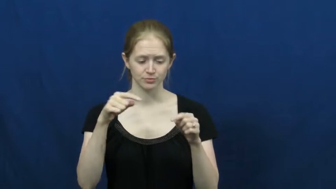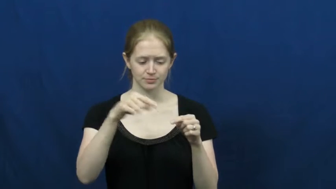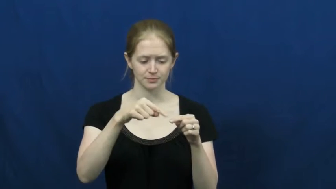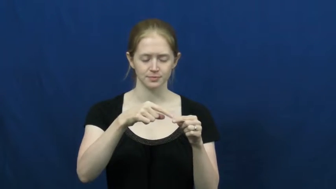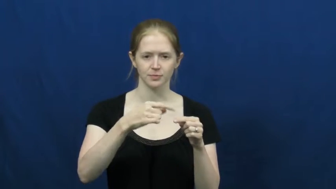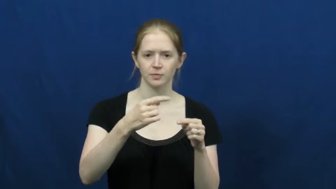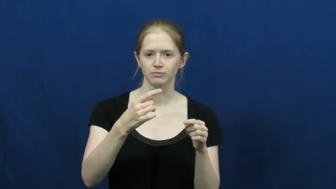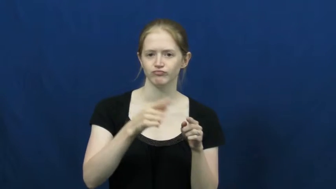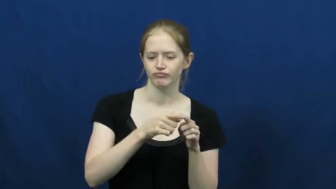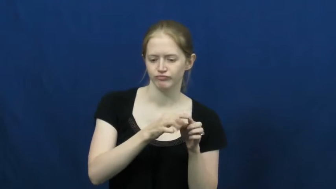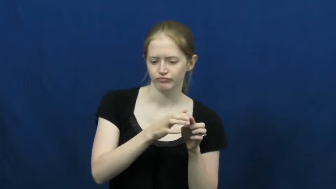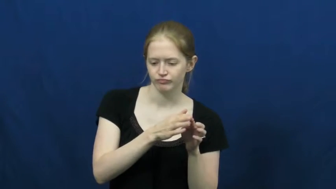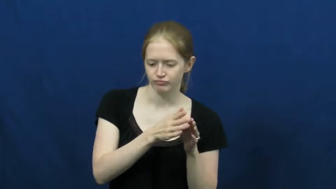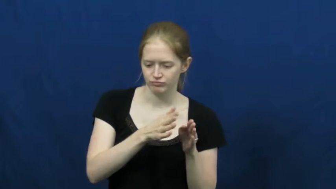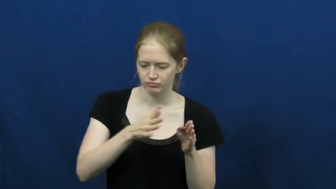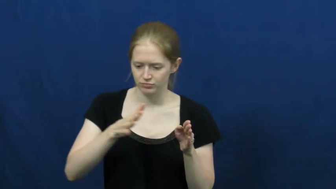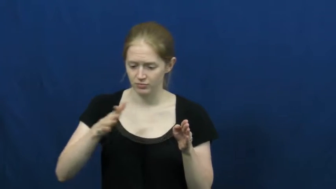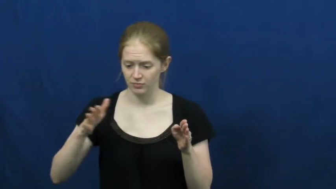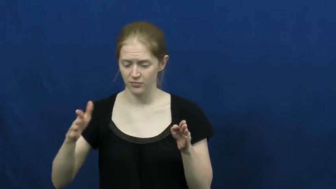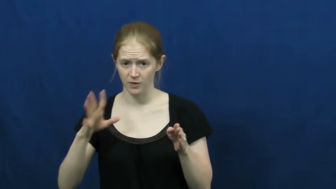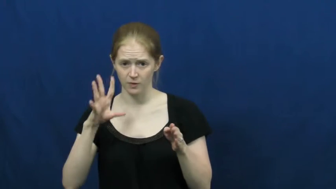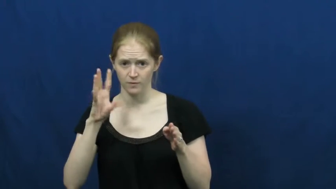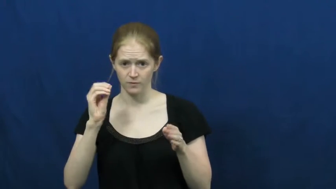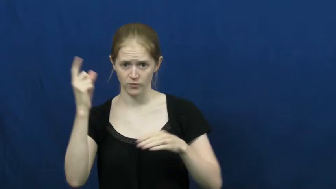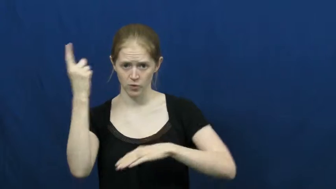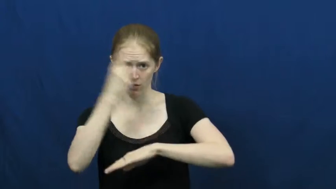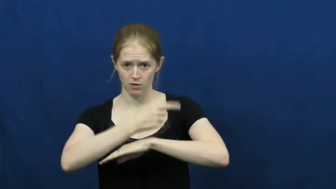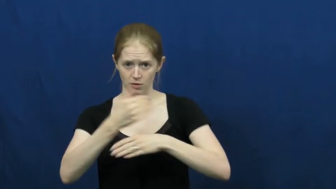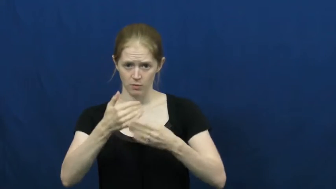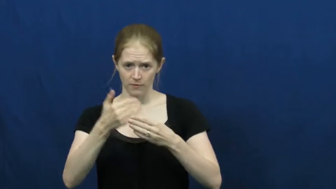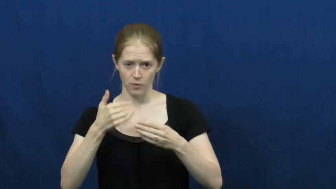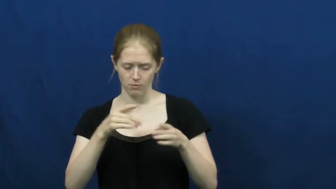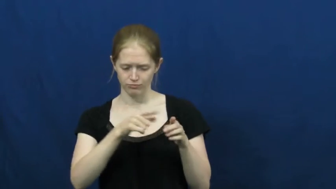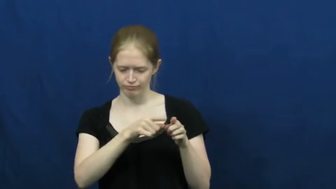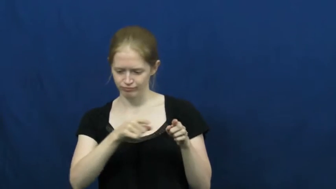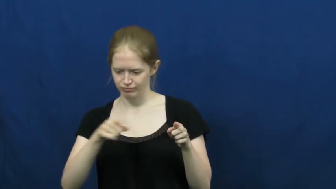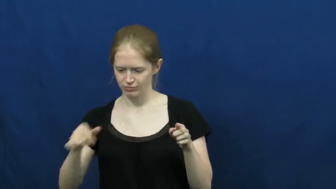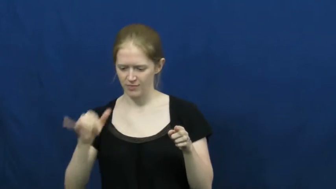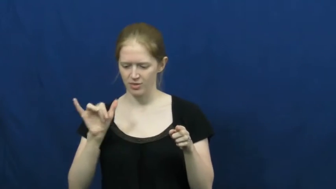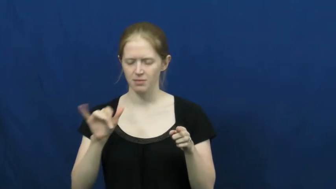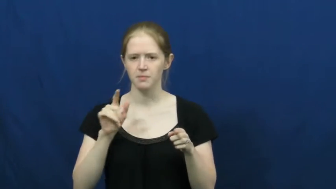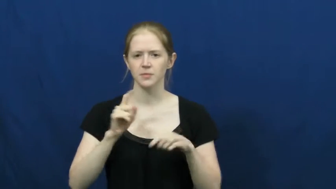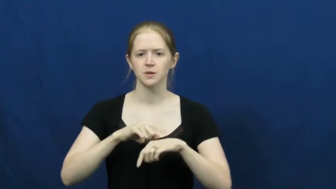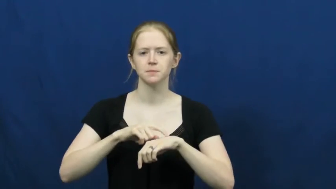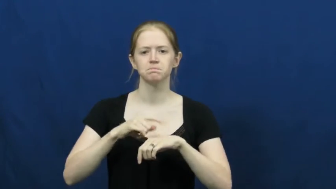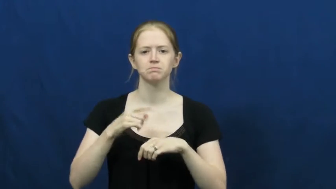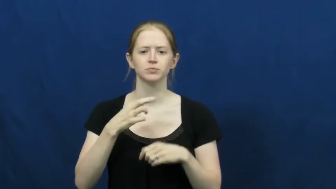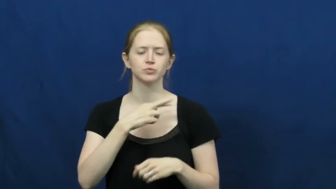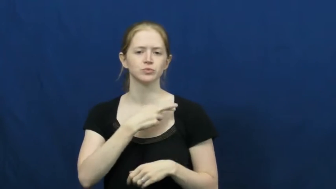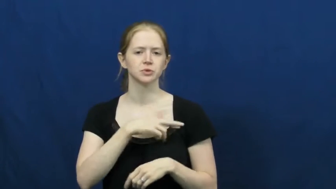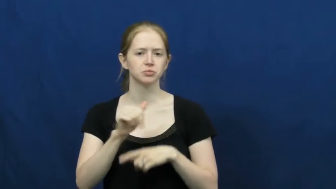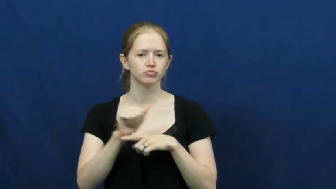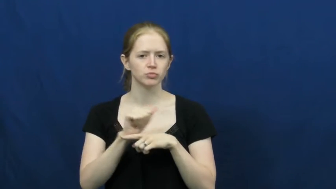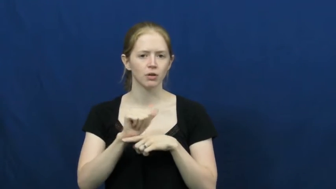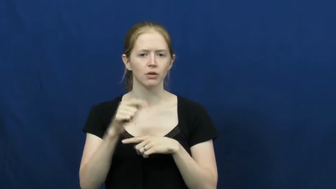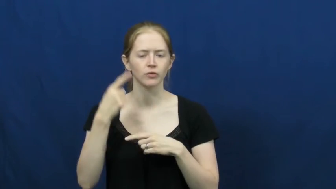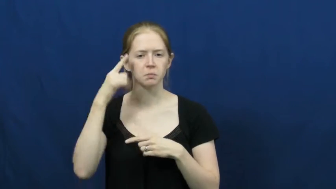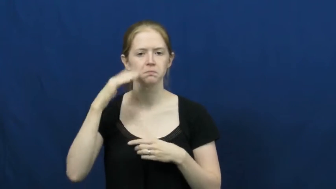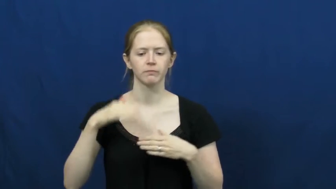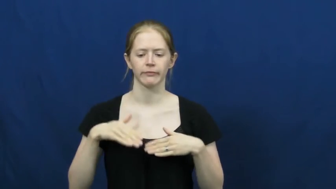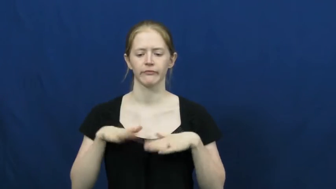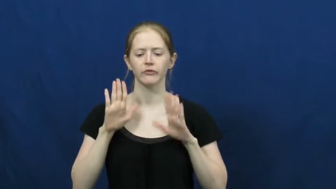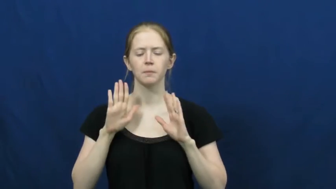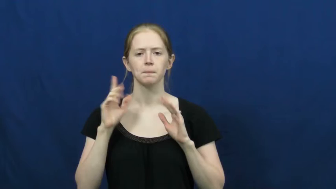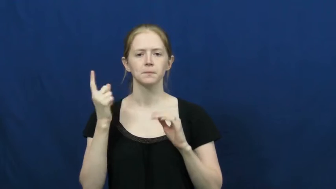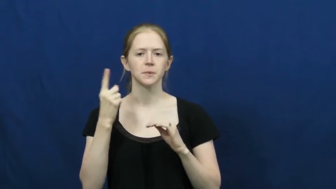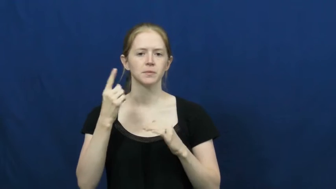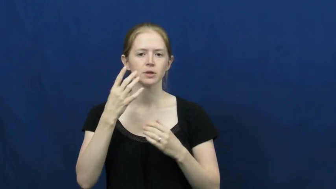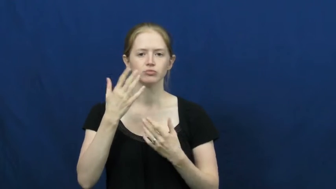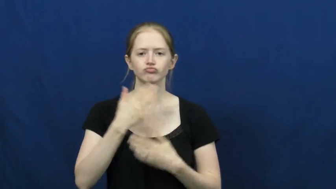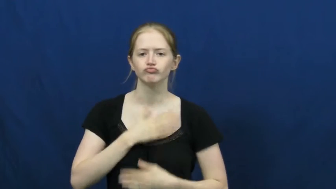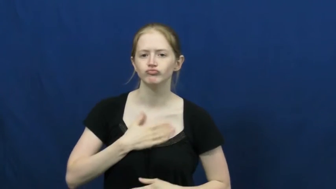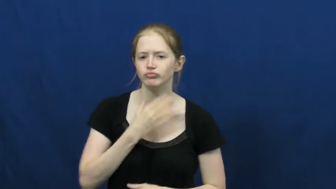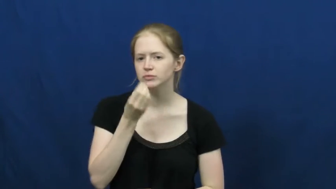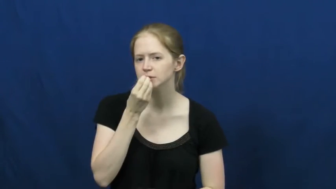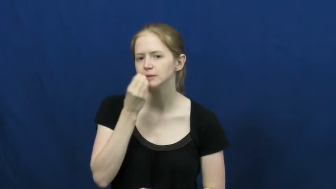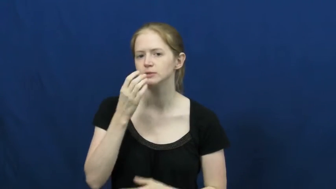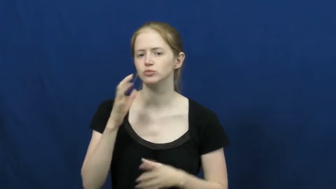lent